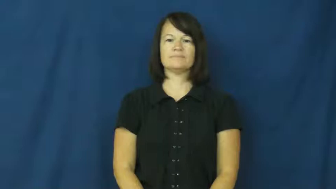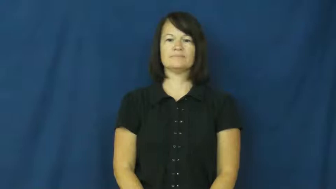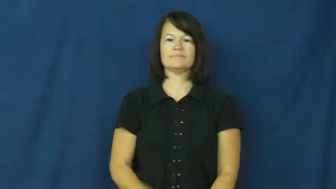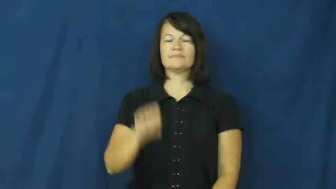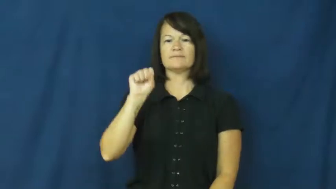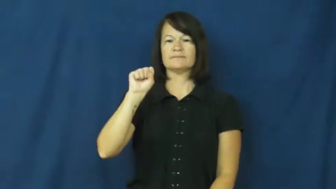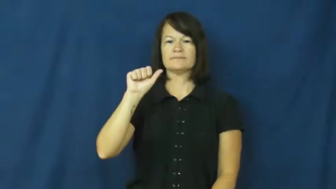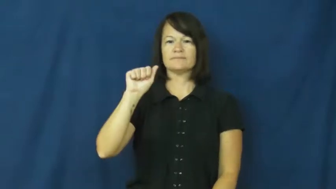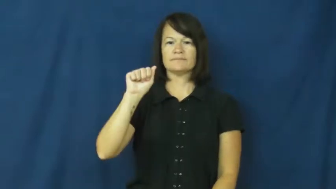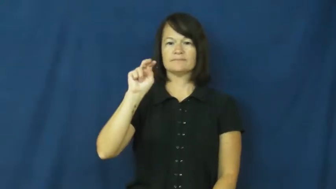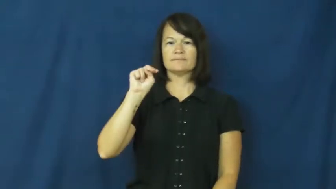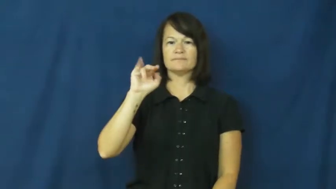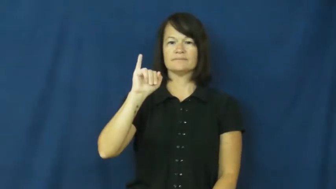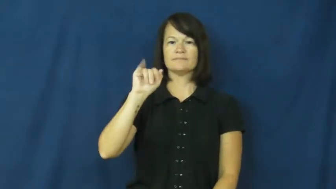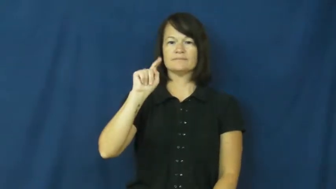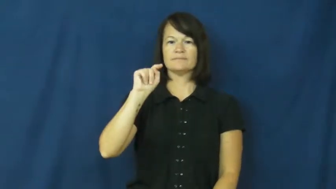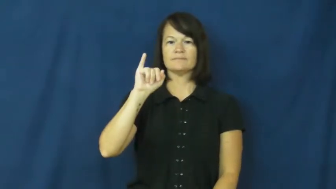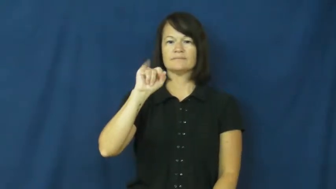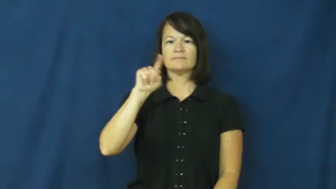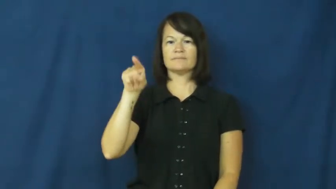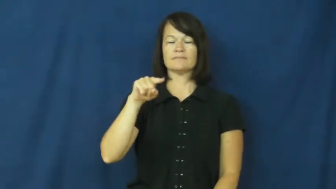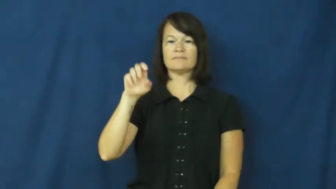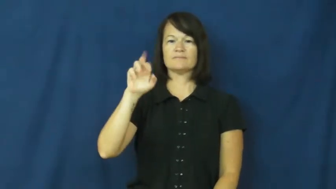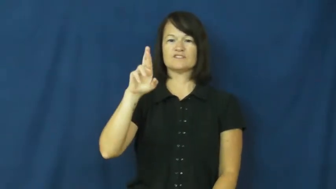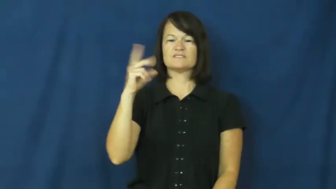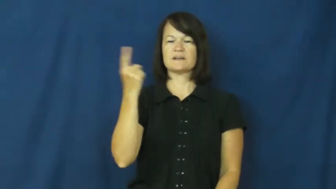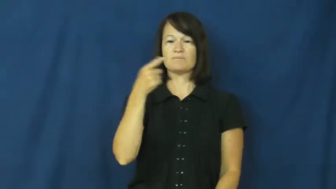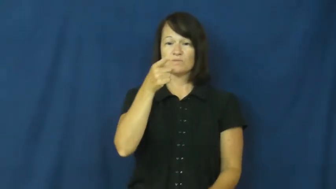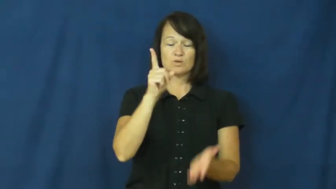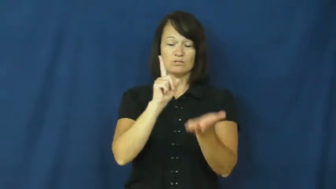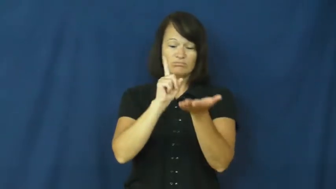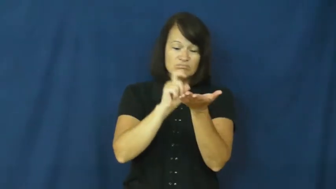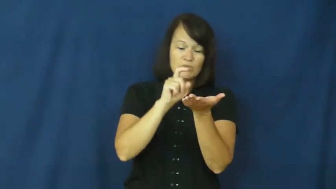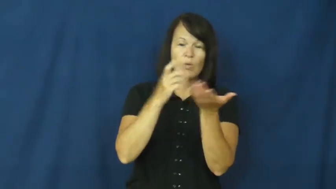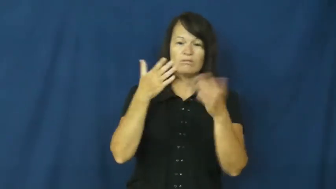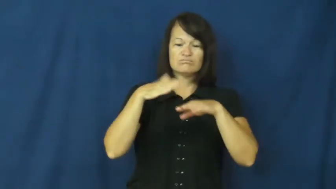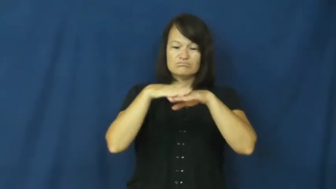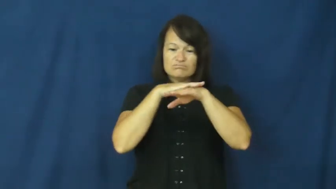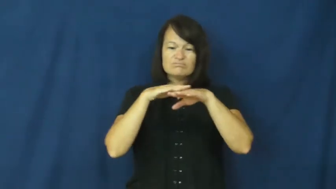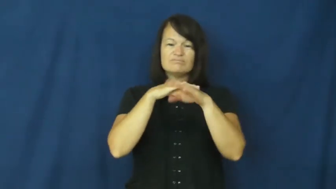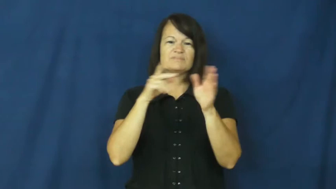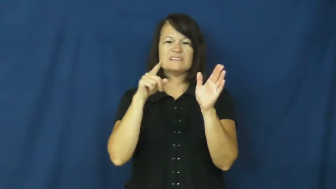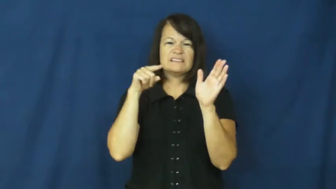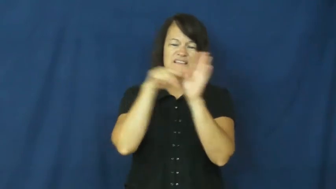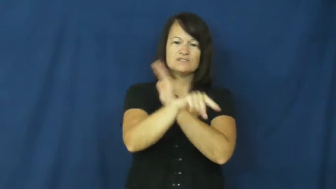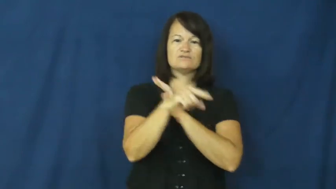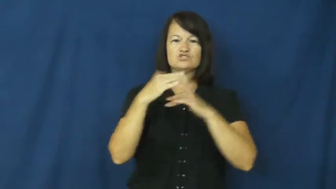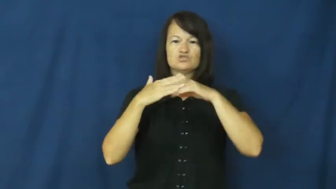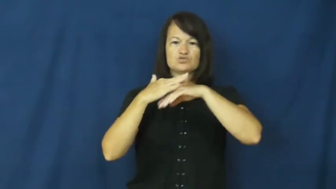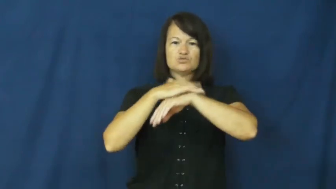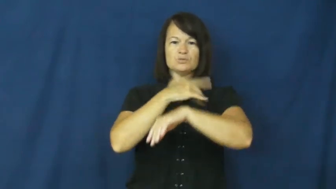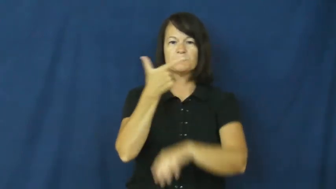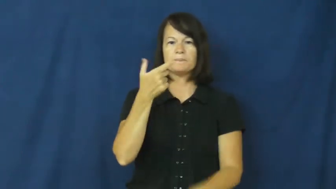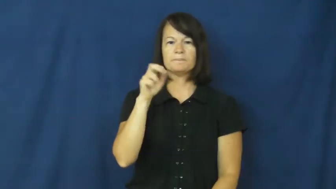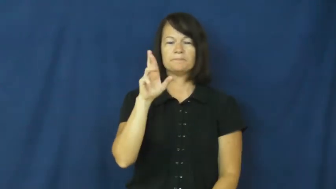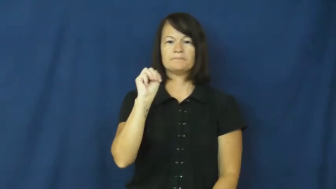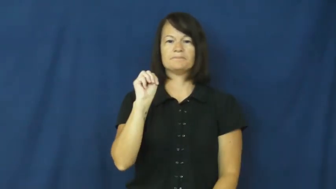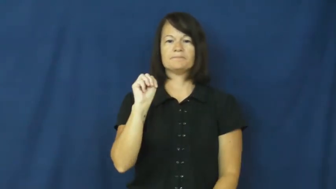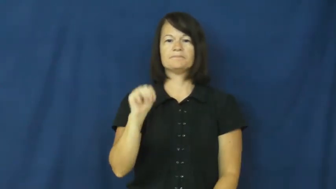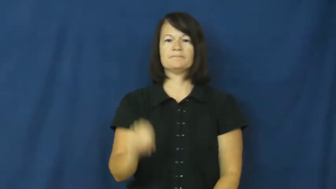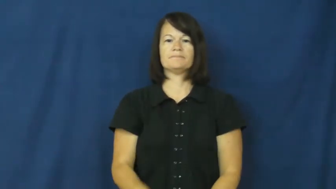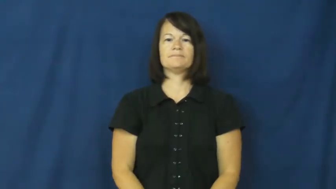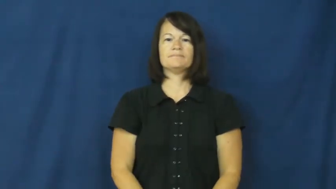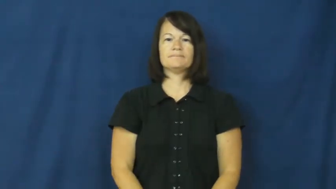sanitizer